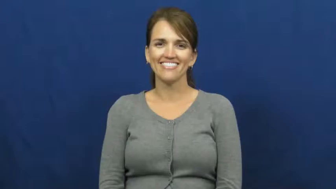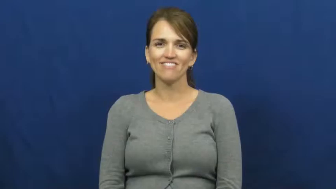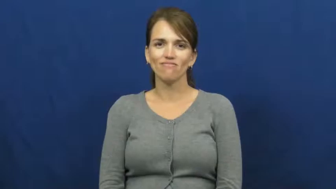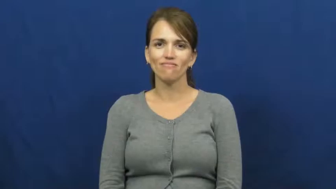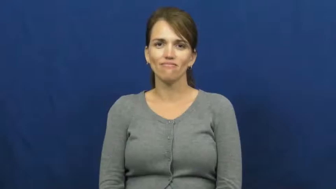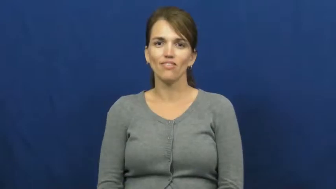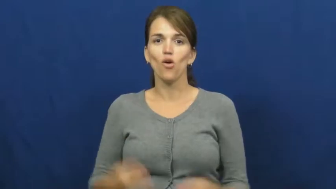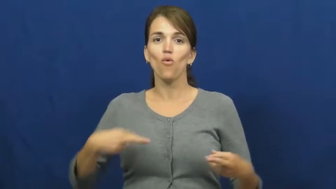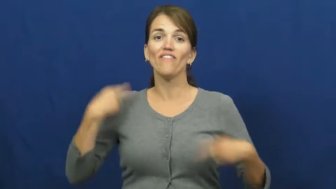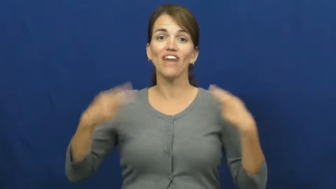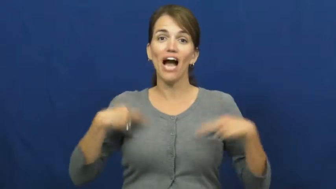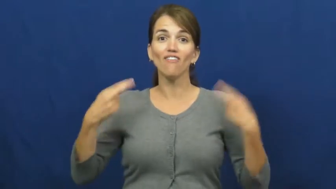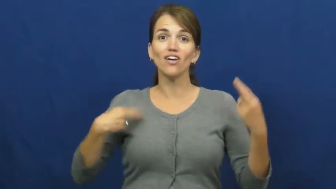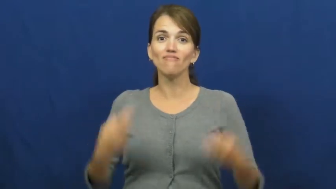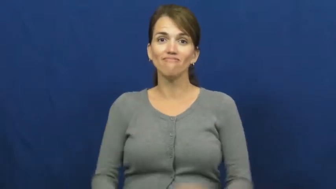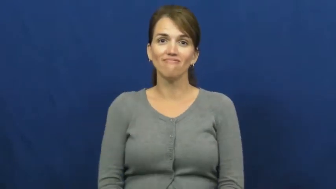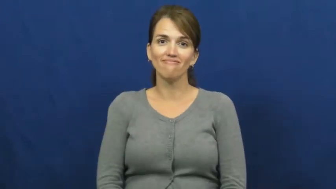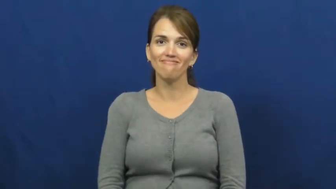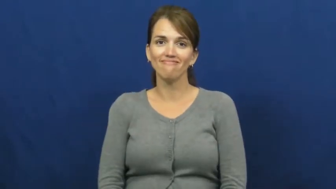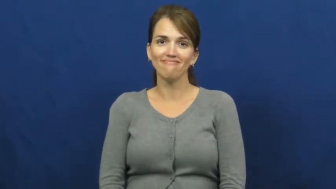revival-church